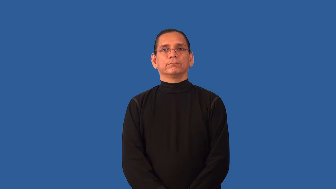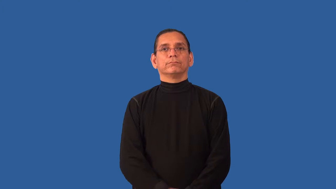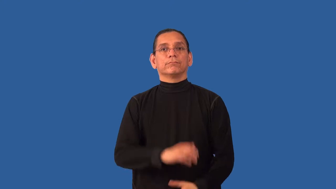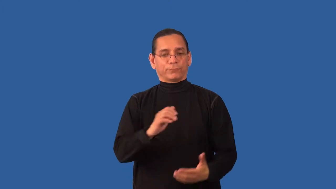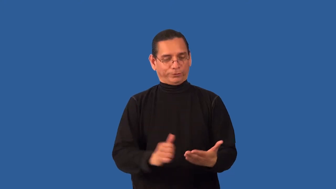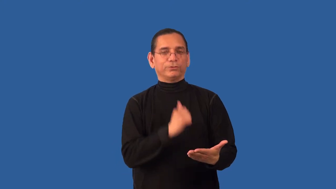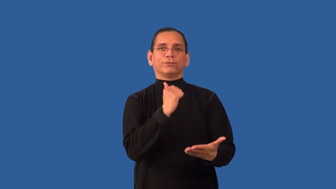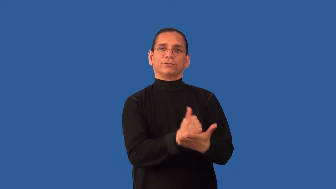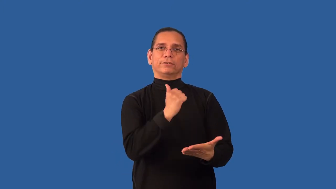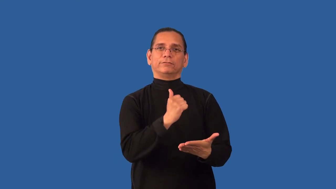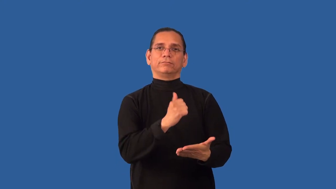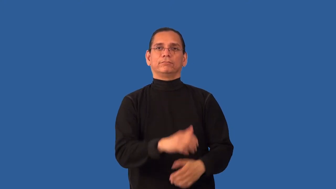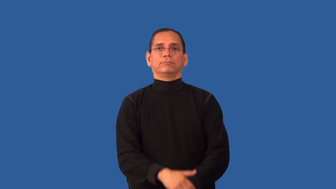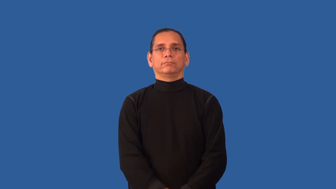validate-make legally valid